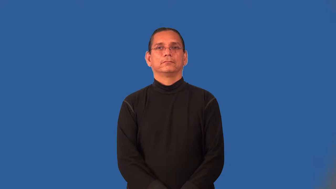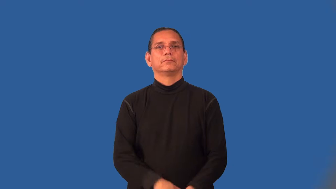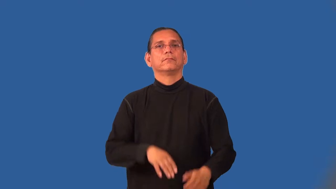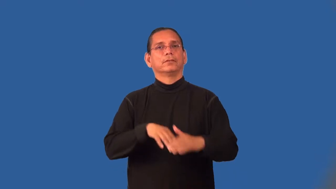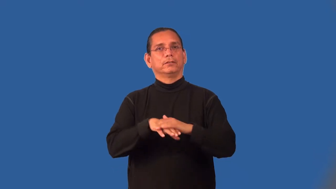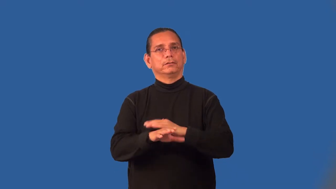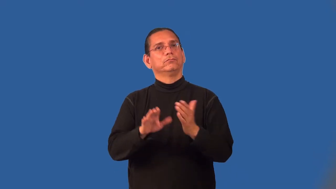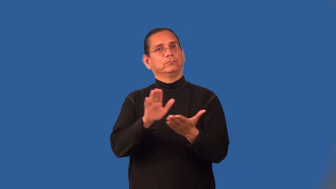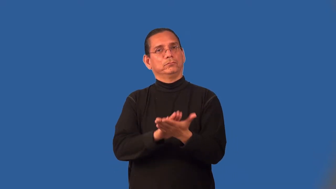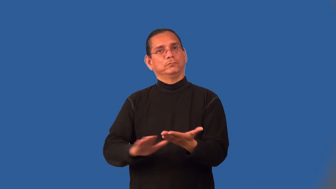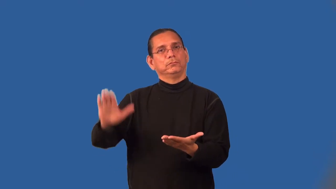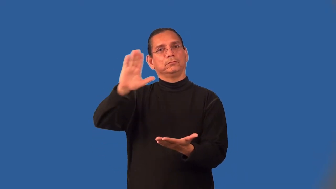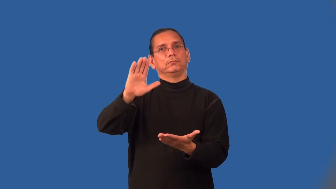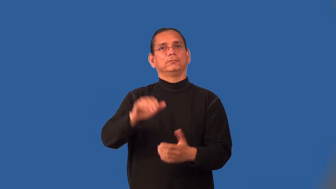matriculate